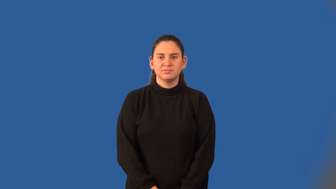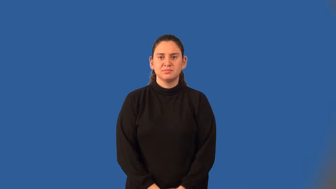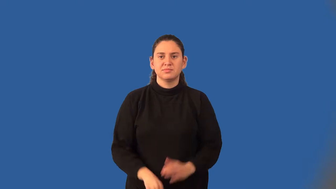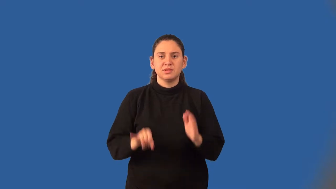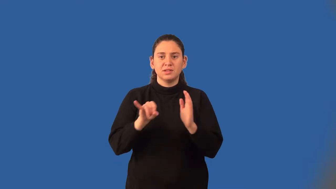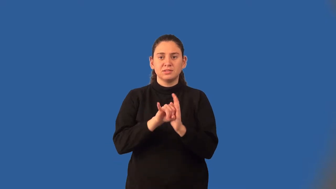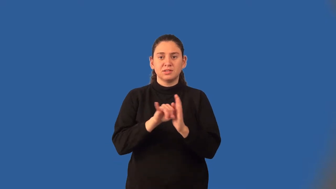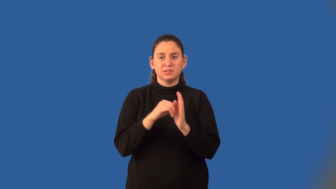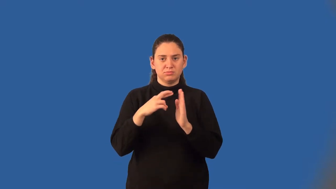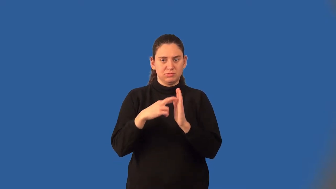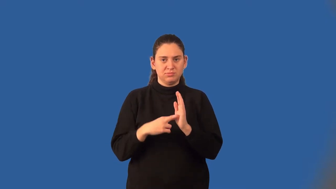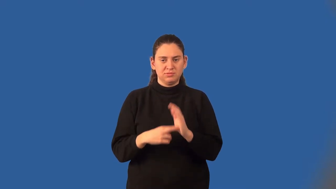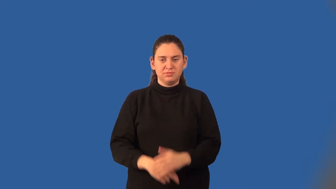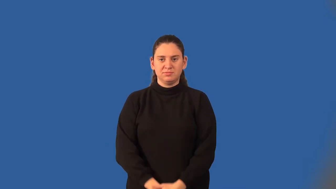identity property